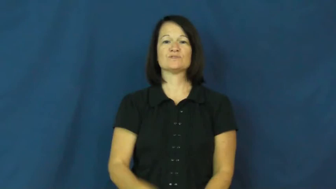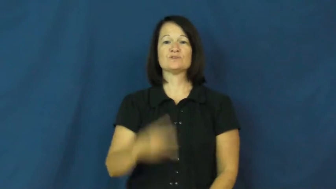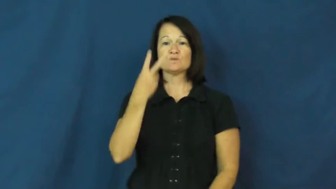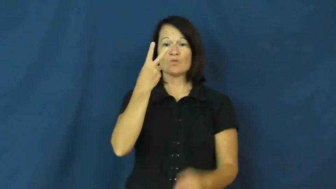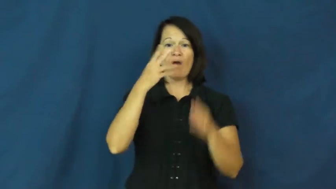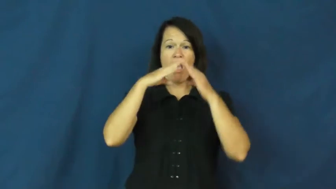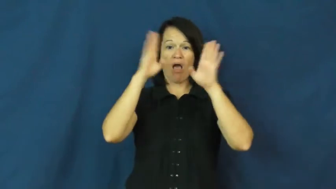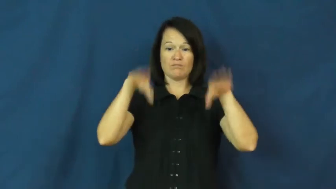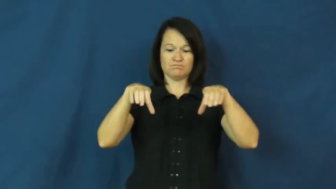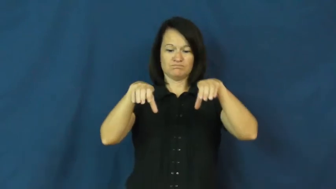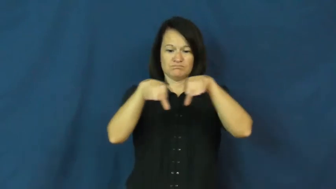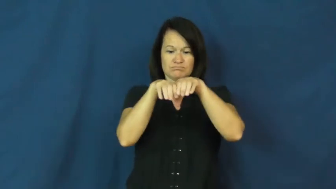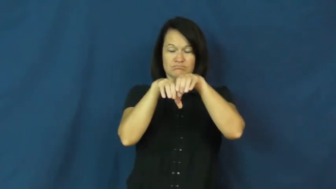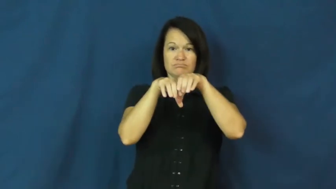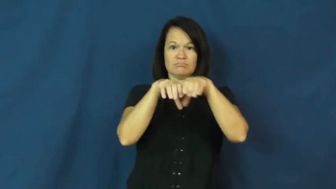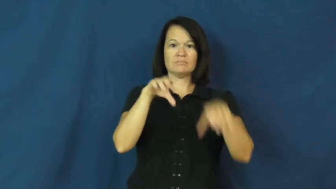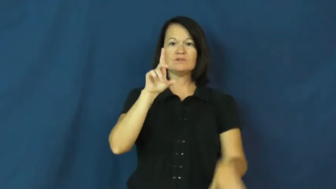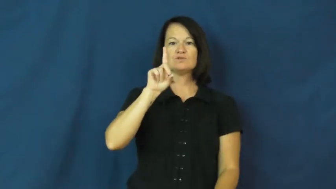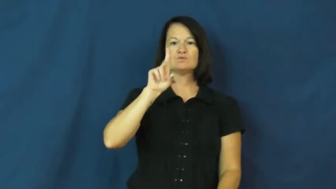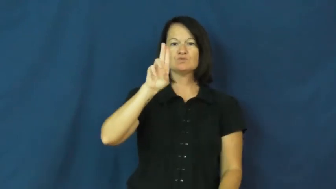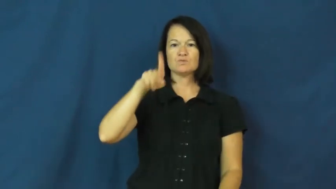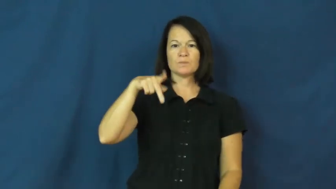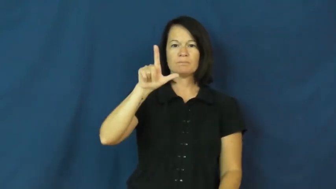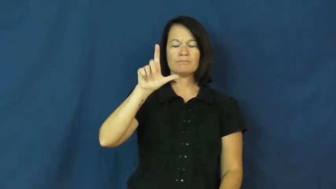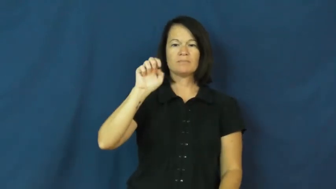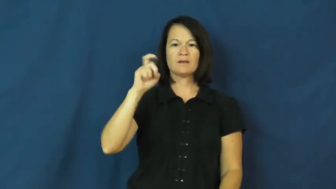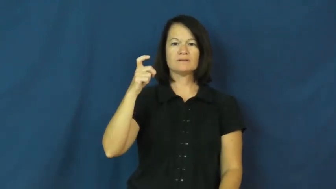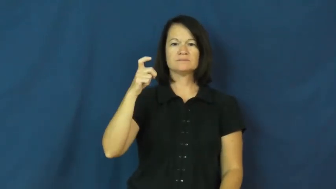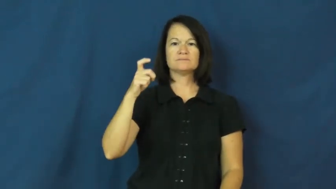duplex